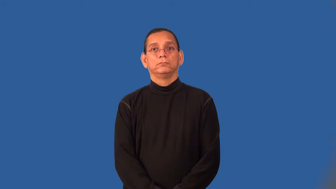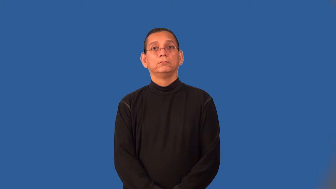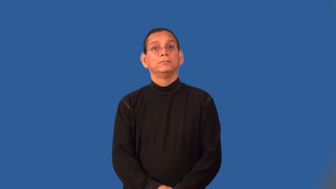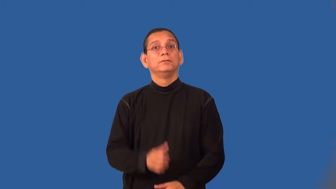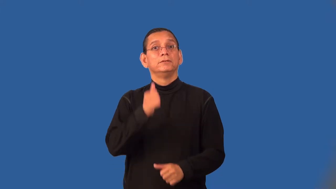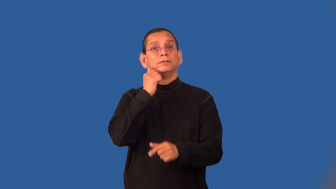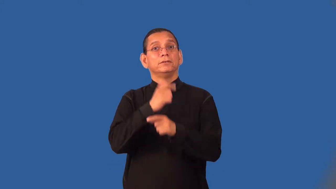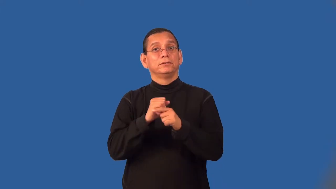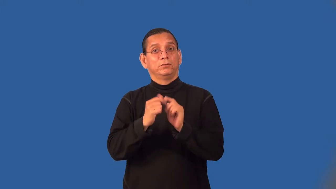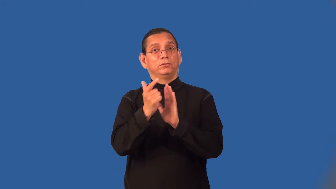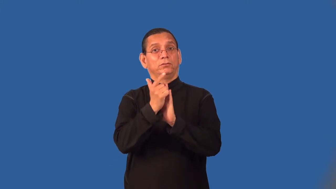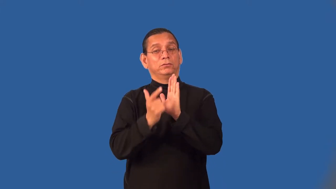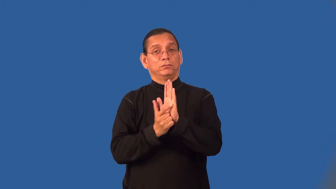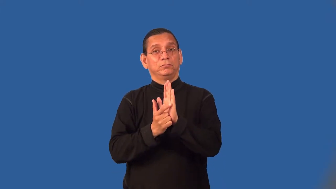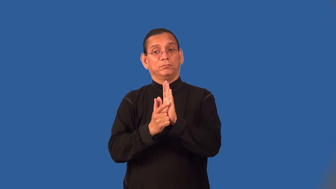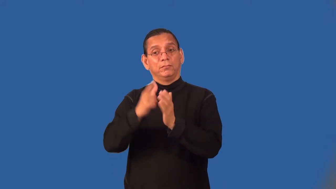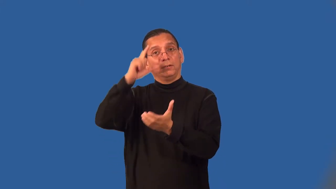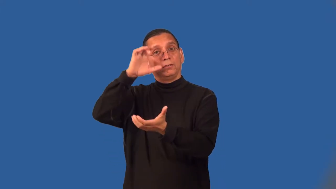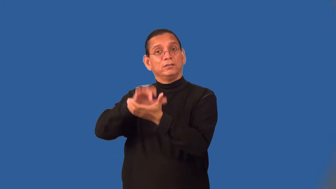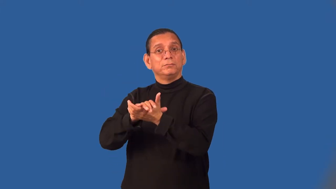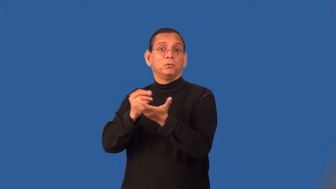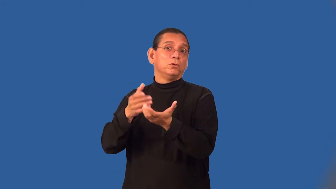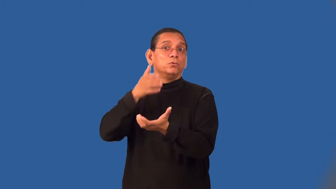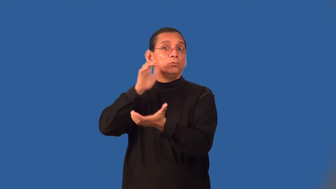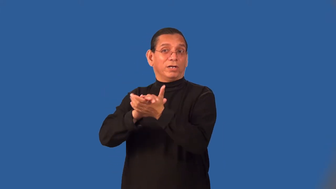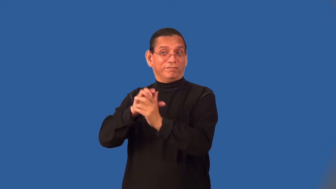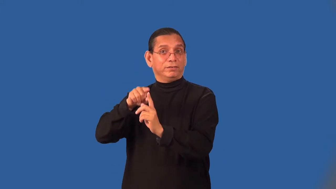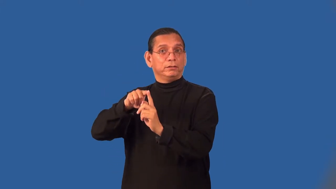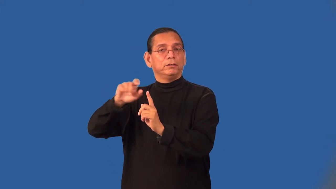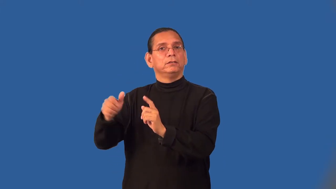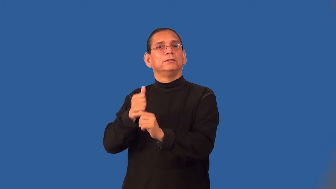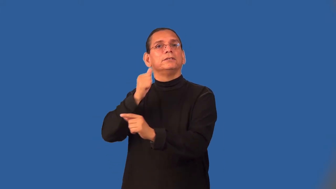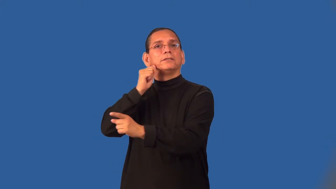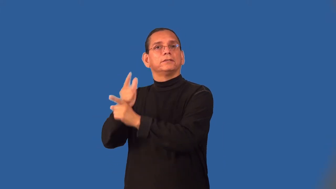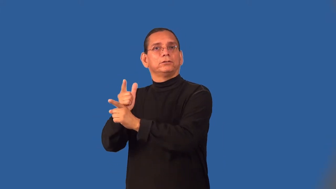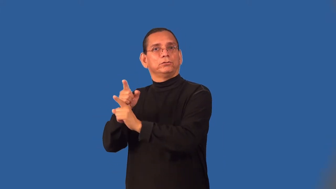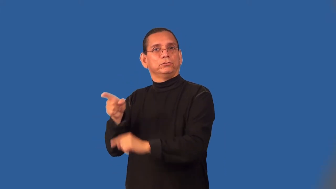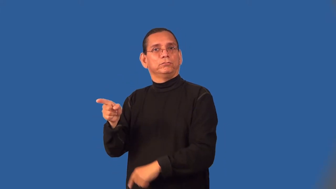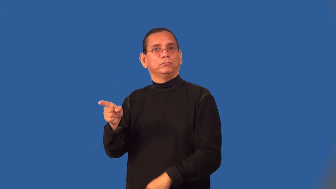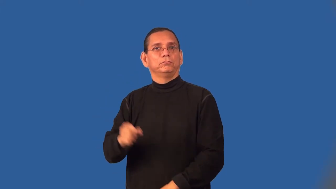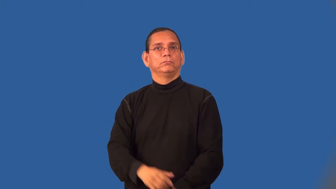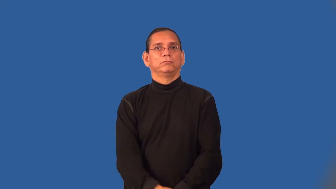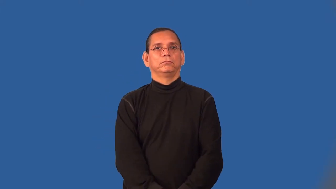sister-in-law